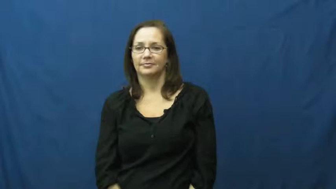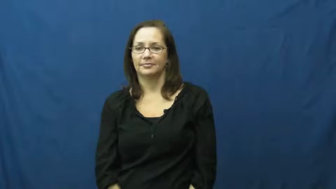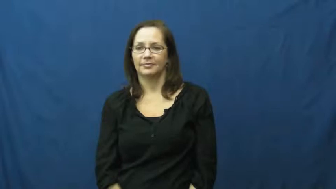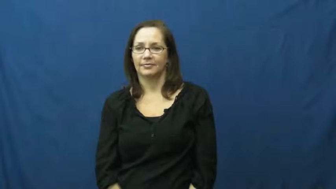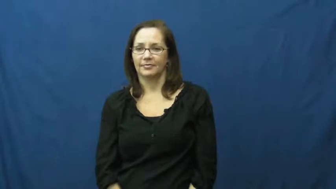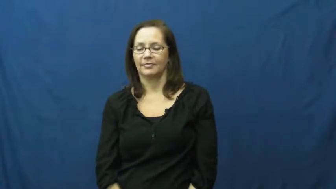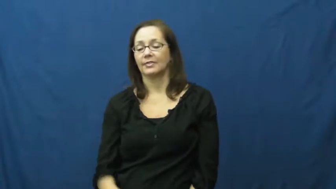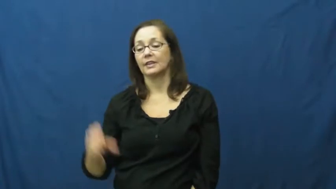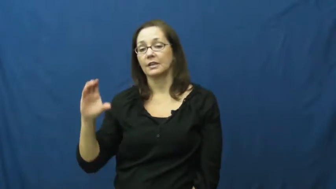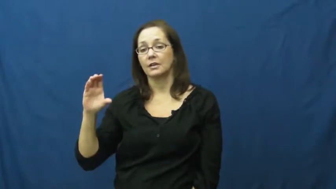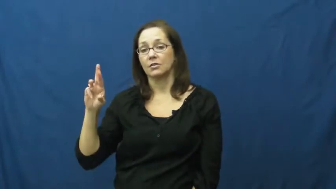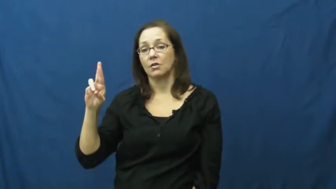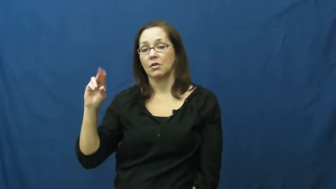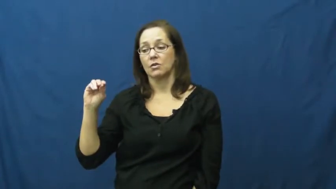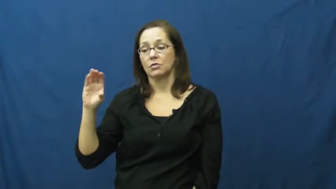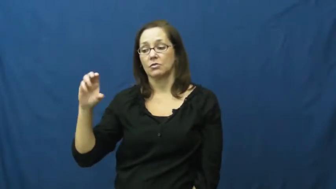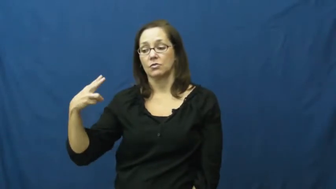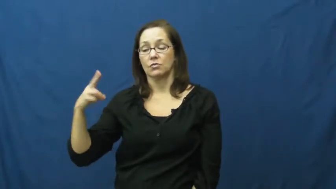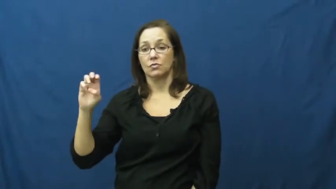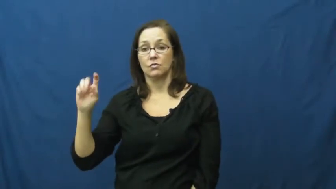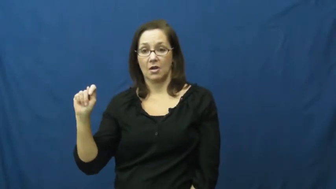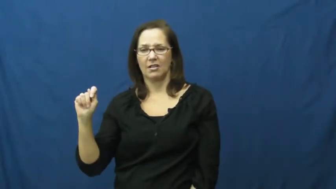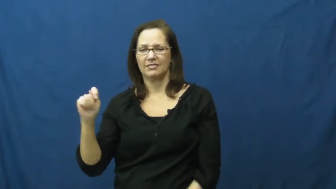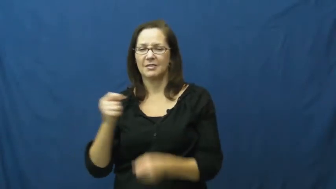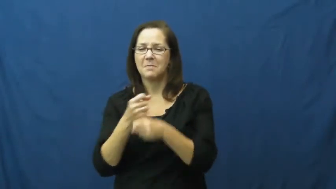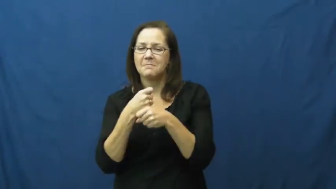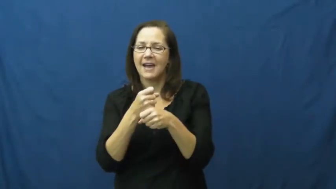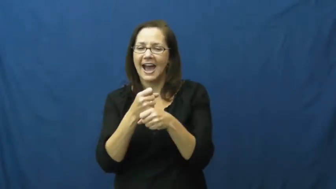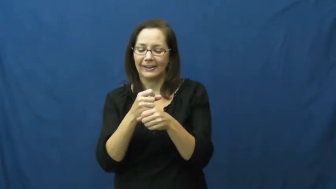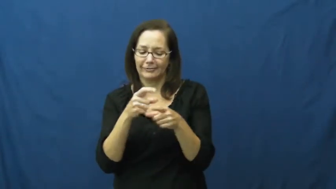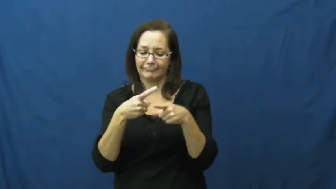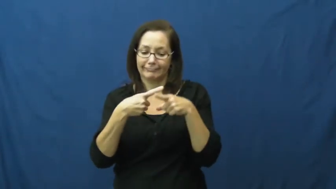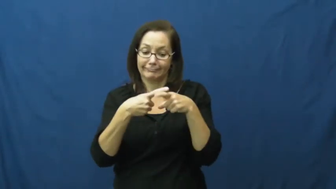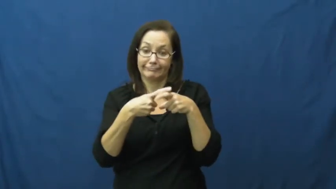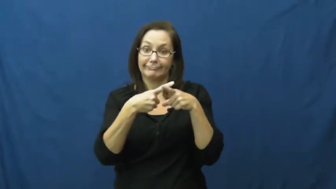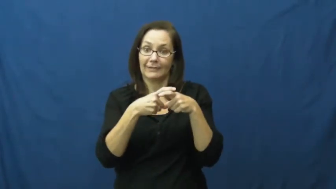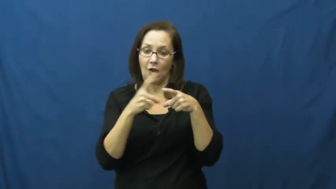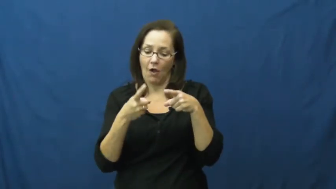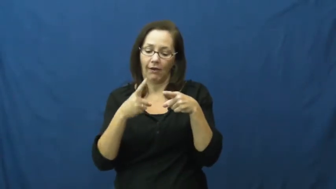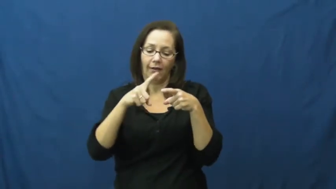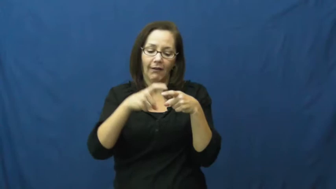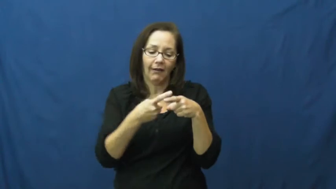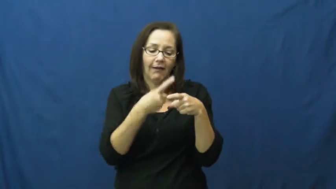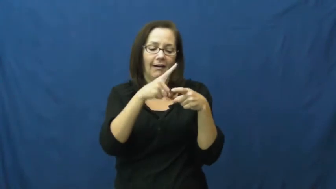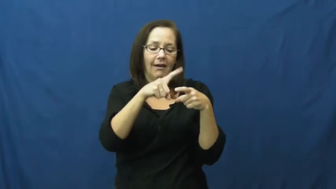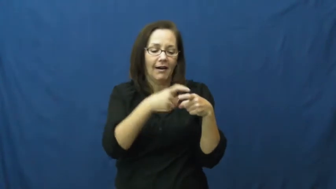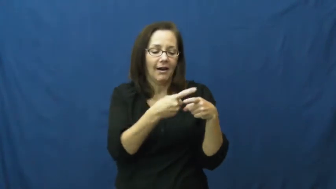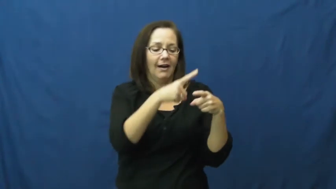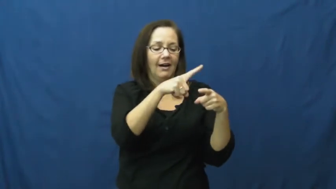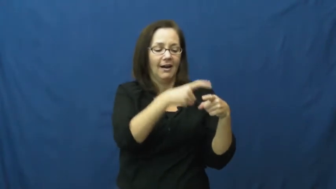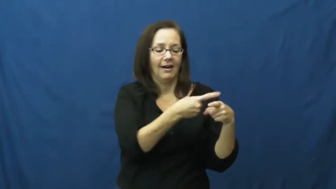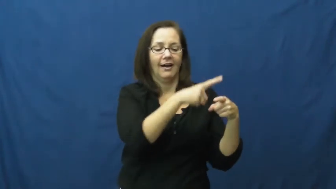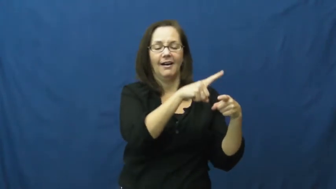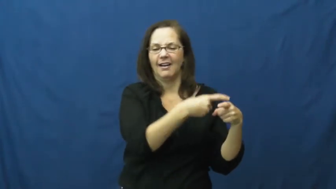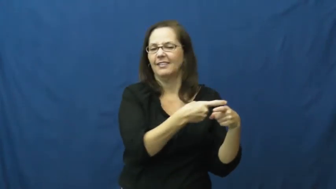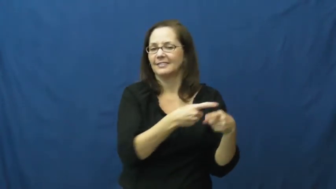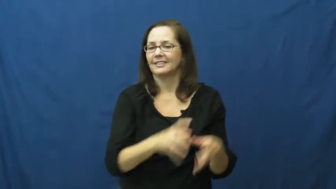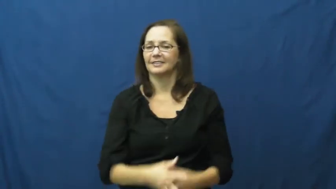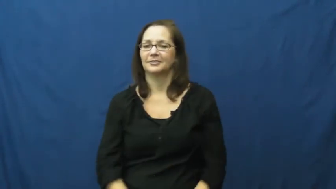crochet,fancywork,needlework